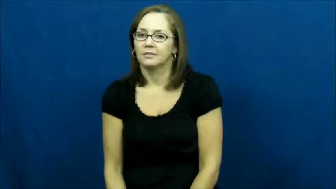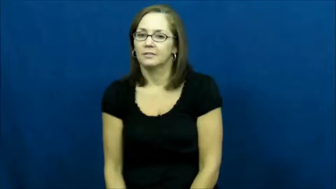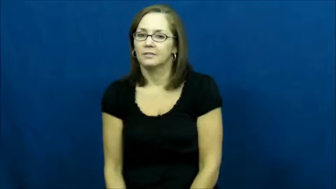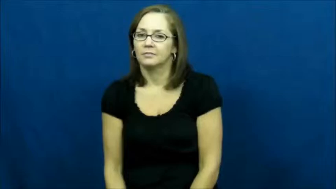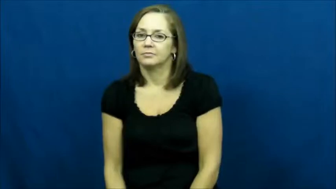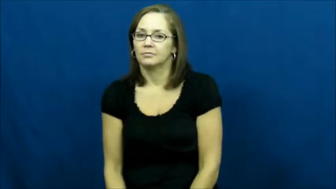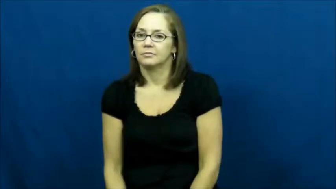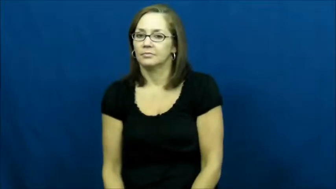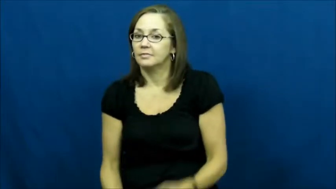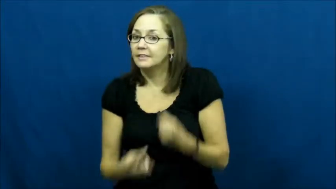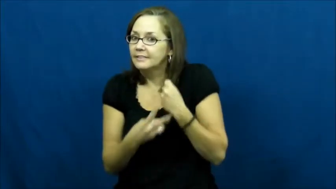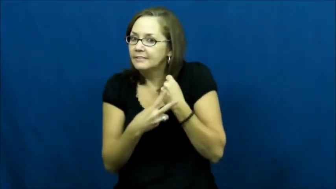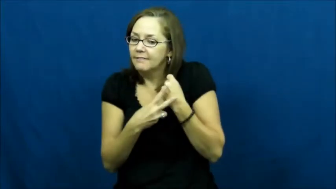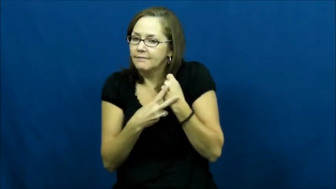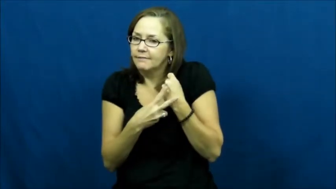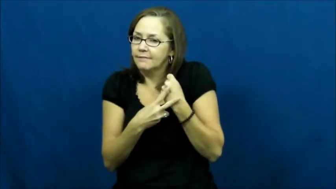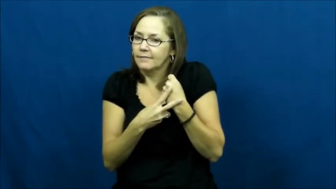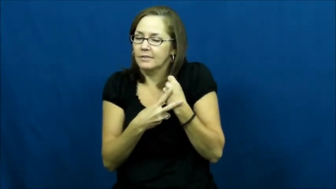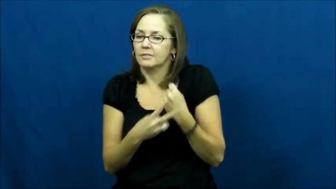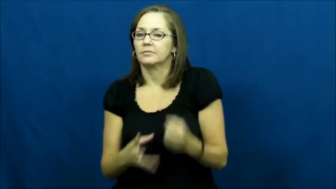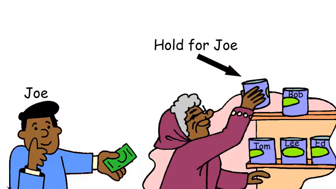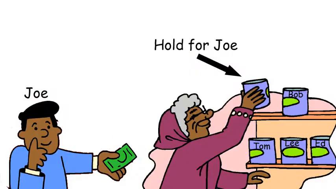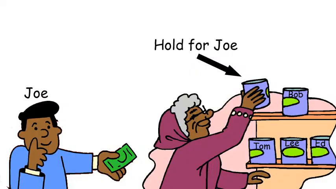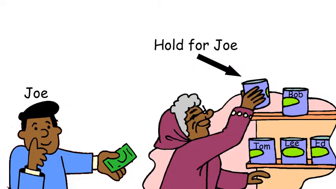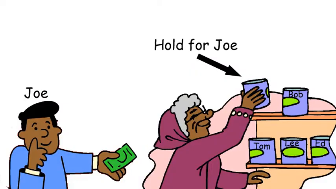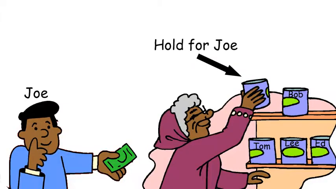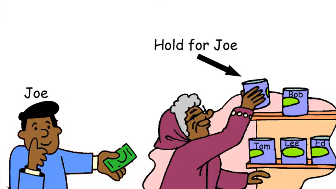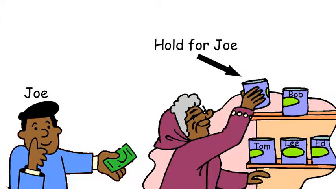hold-save